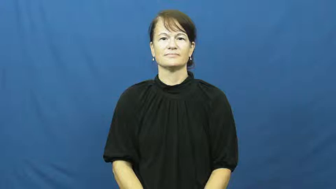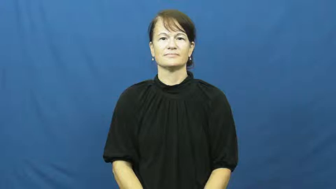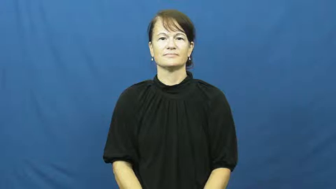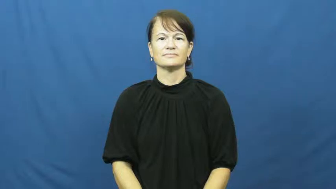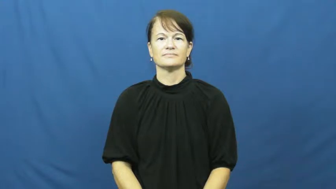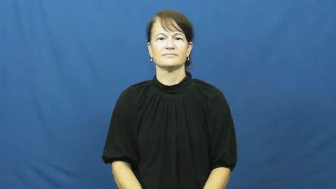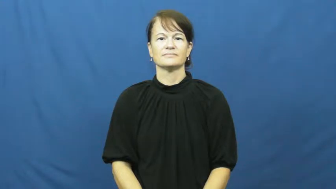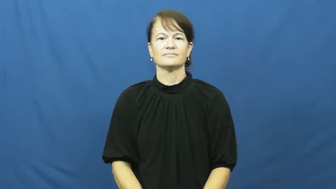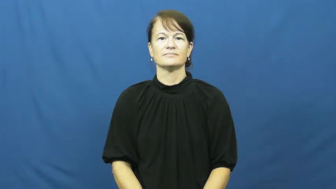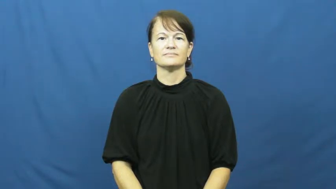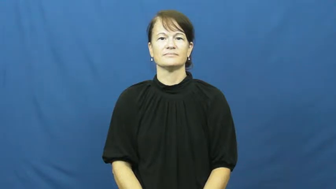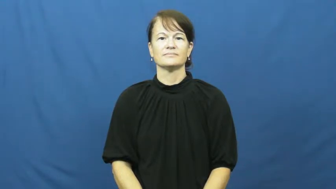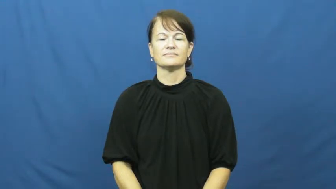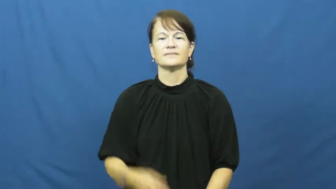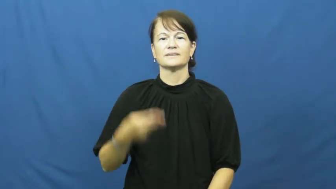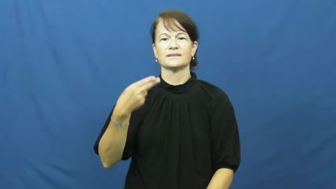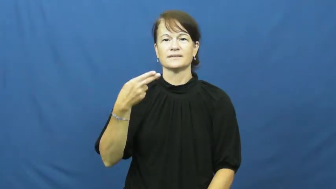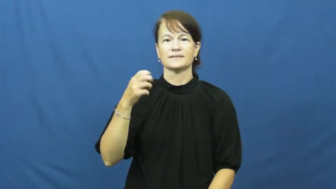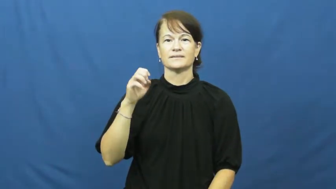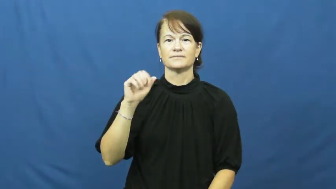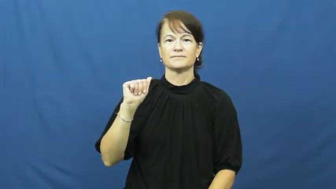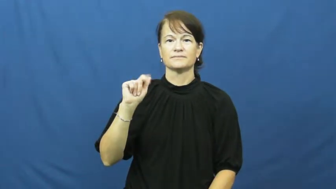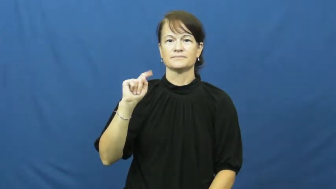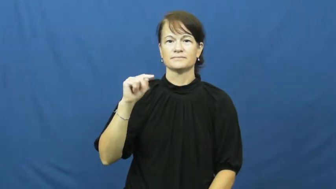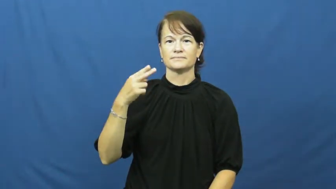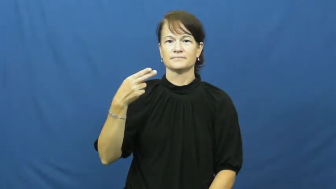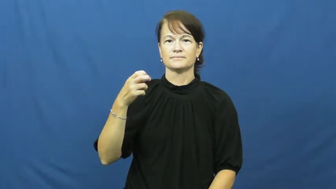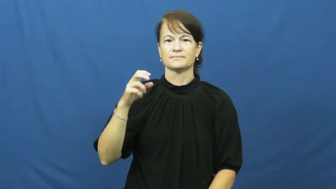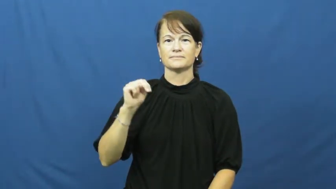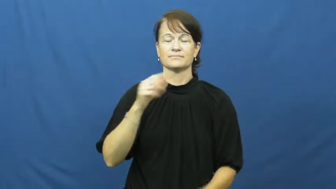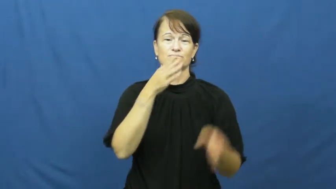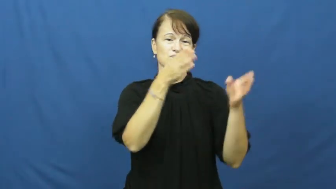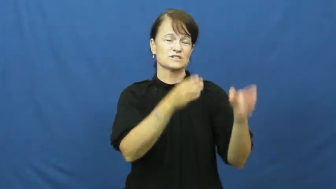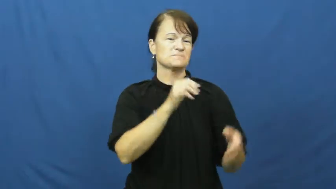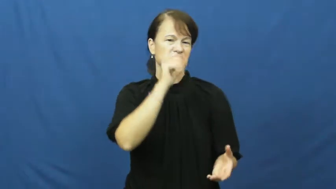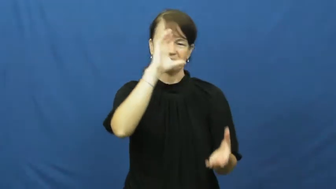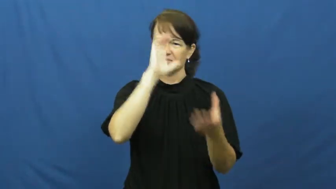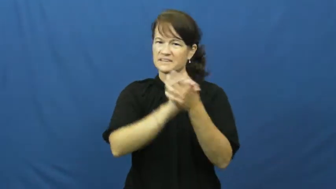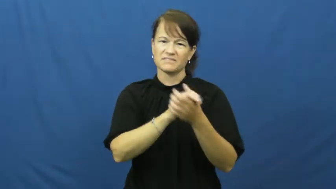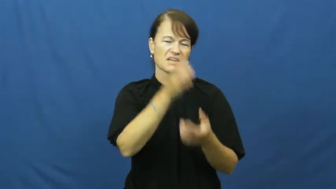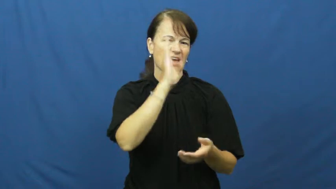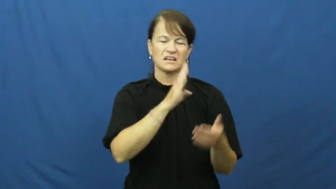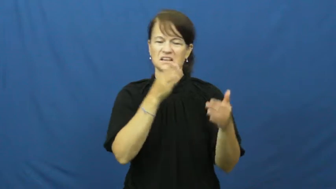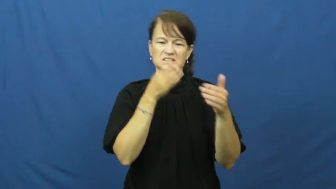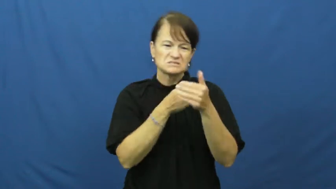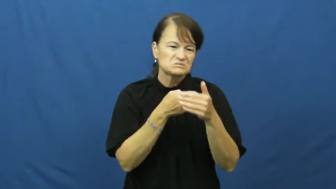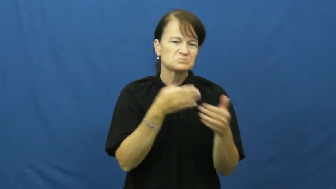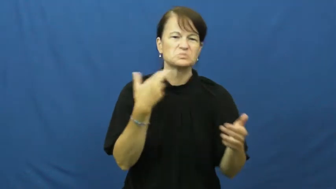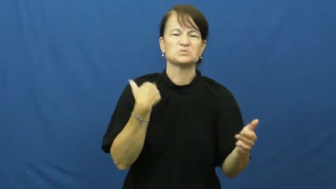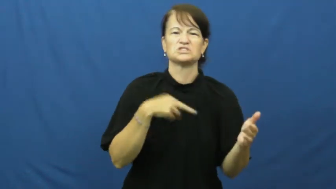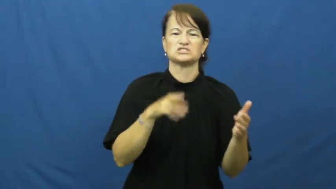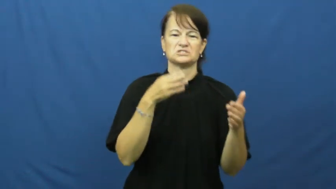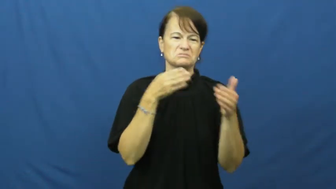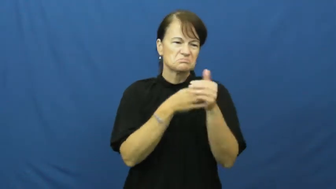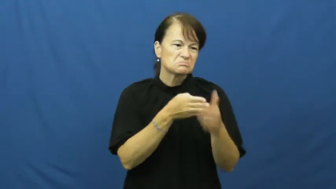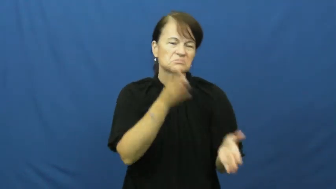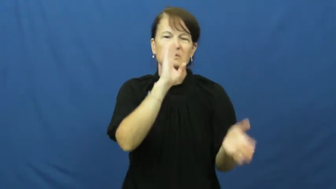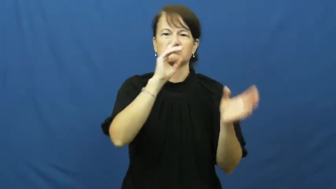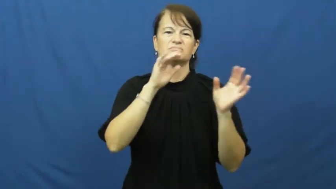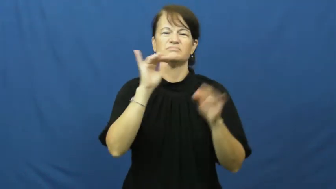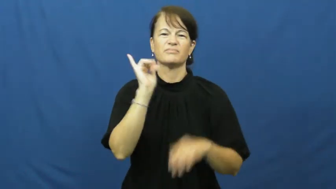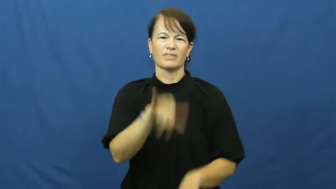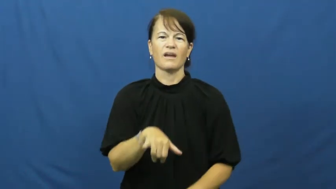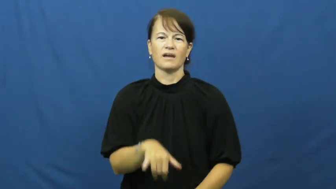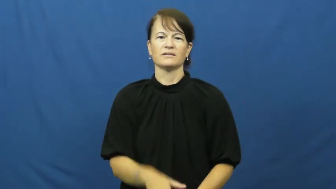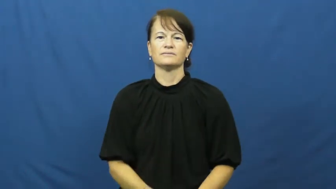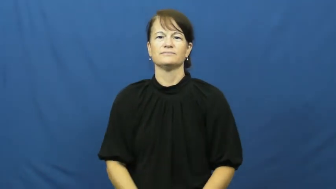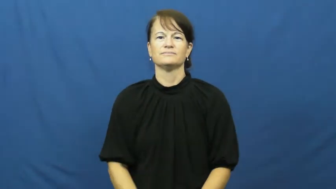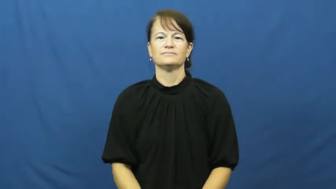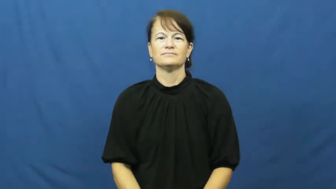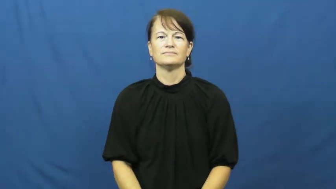heathen